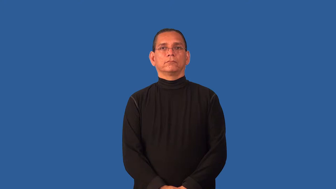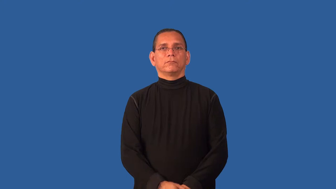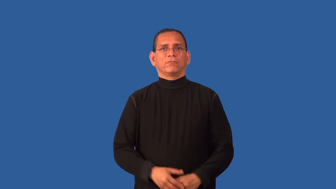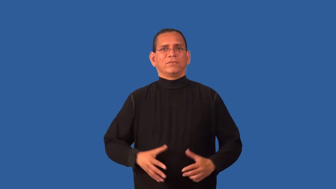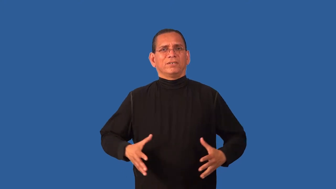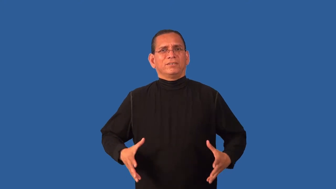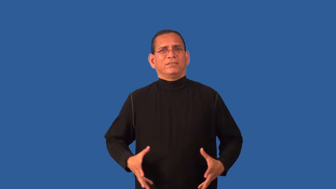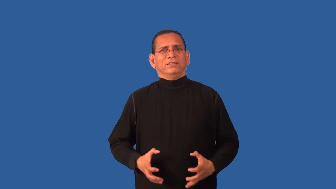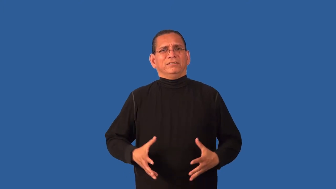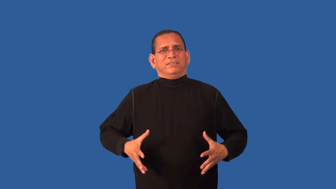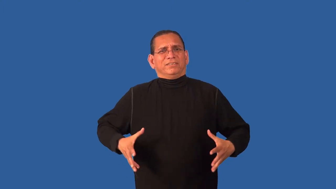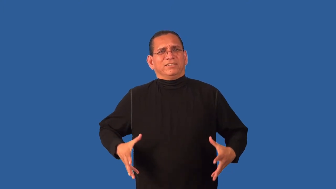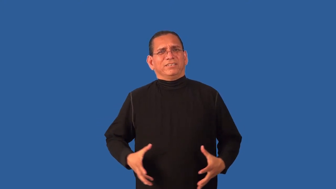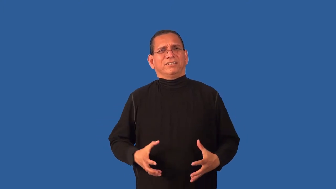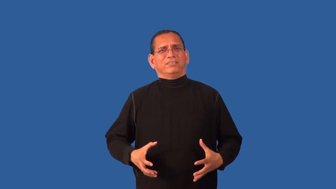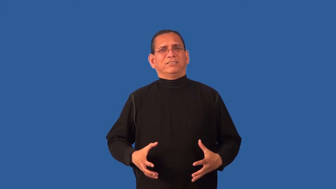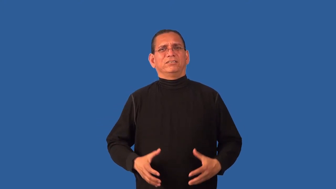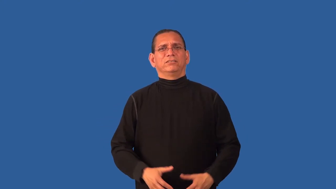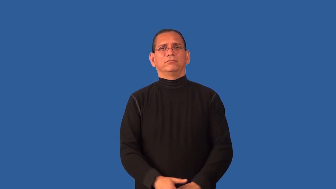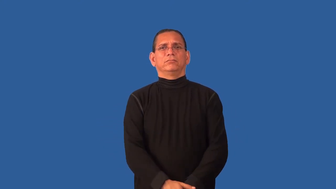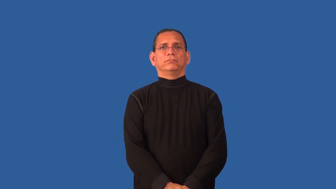contraction-birth